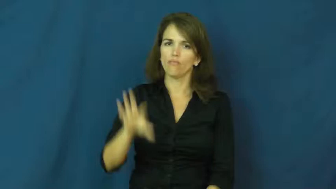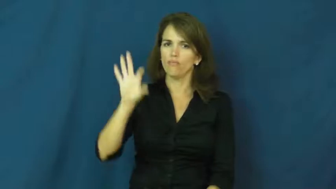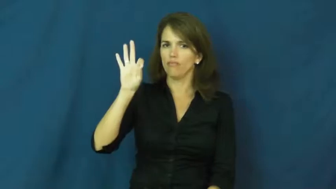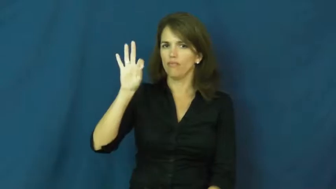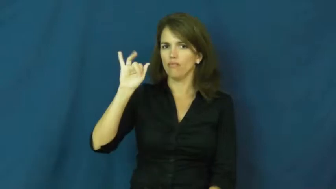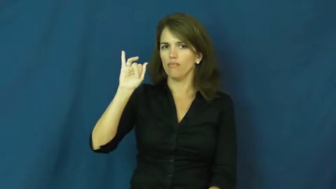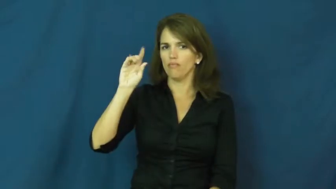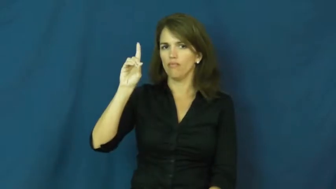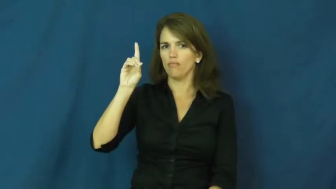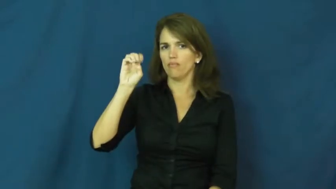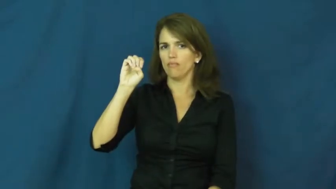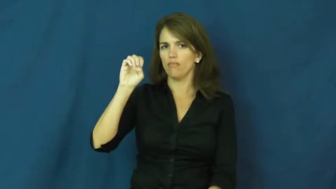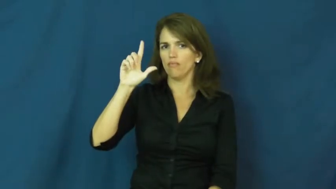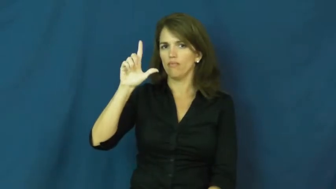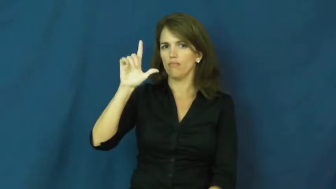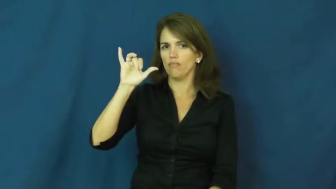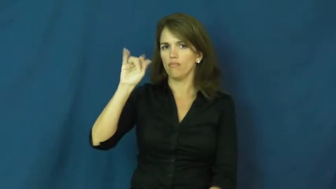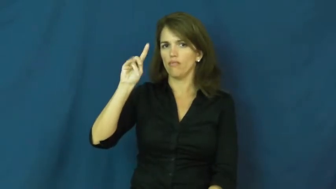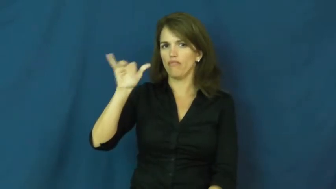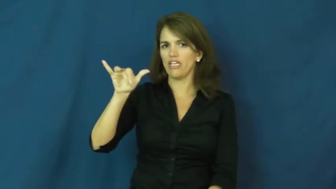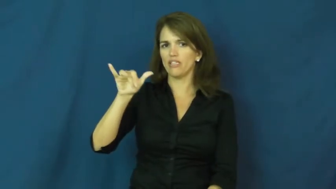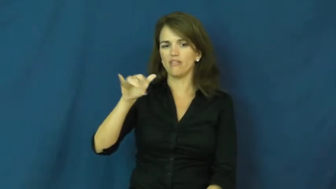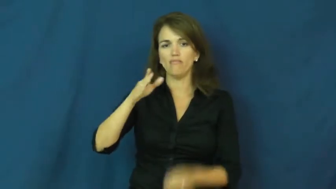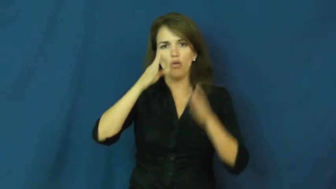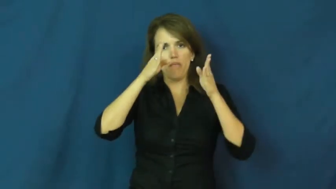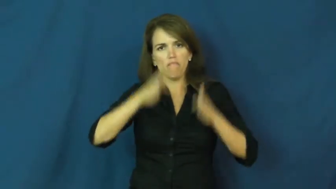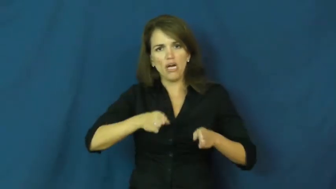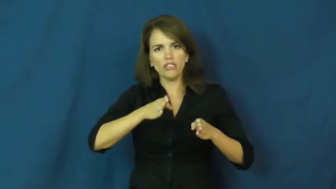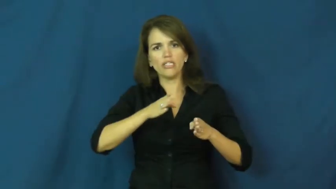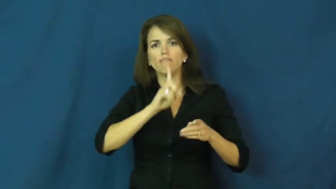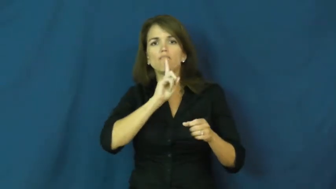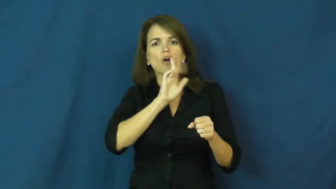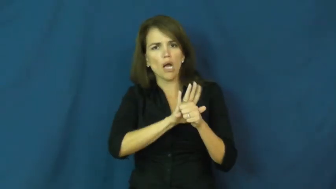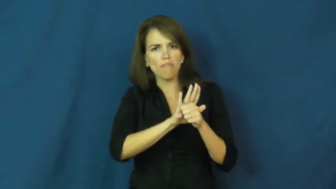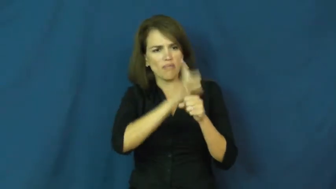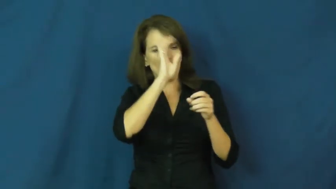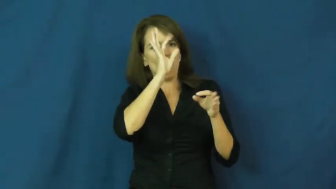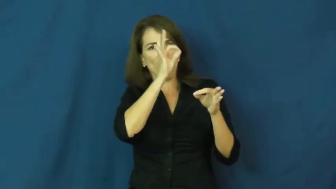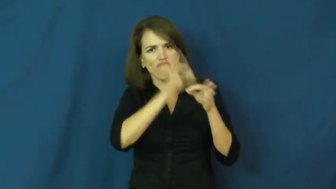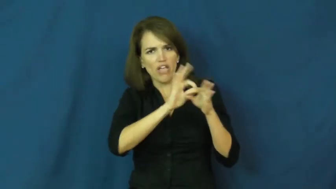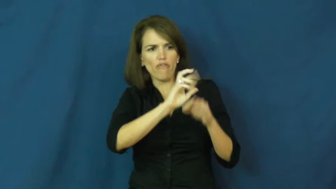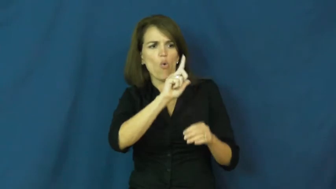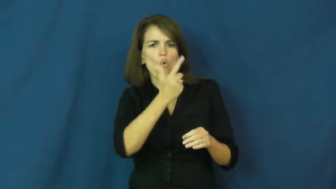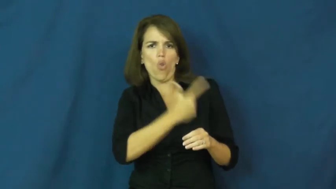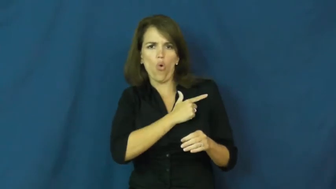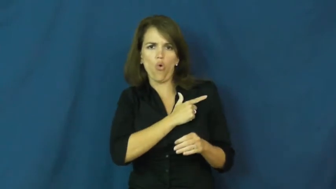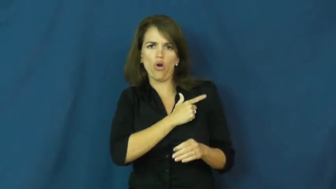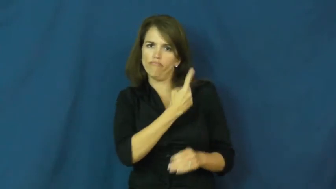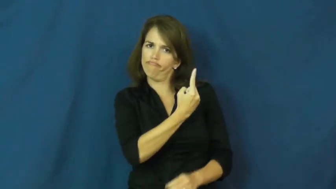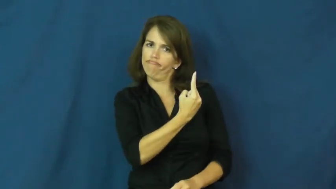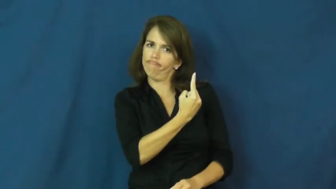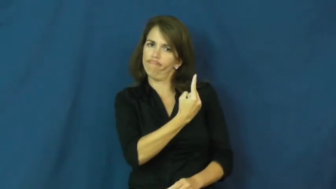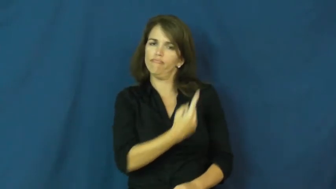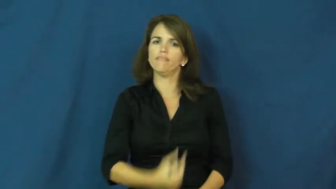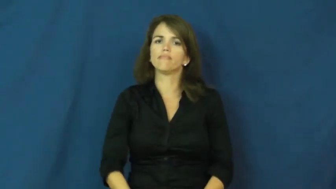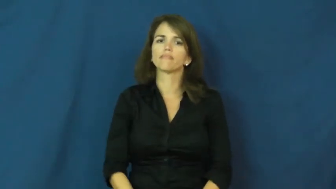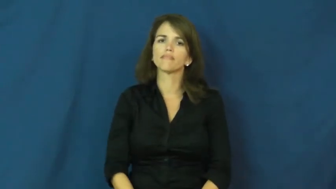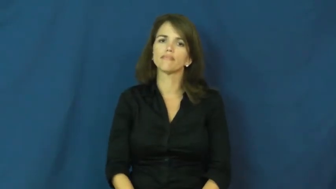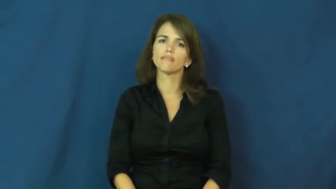fidelity